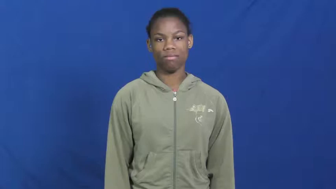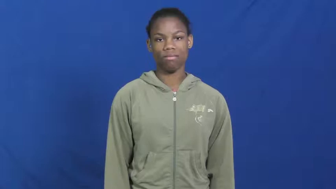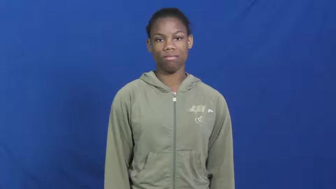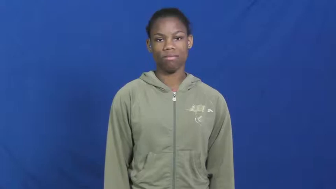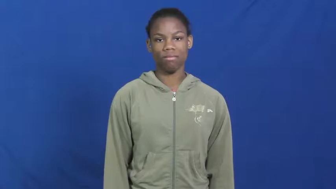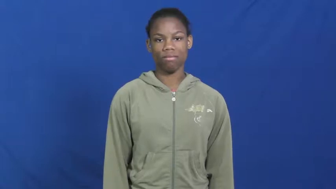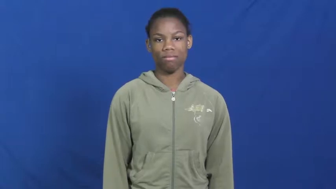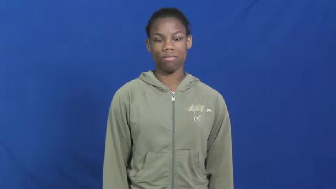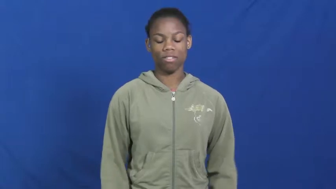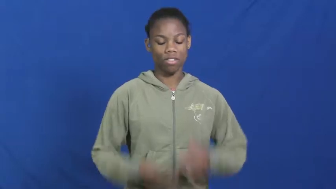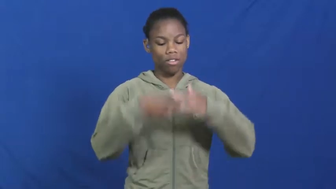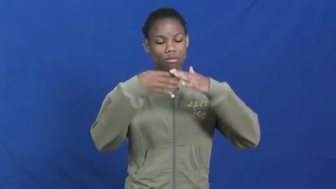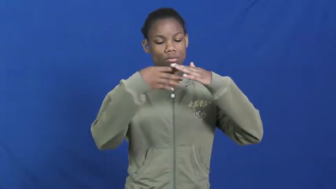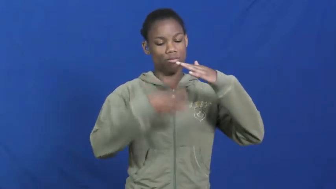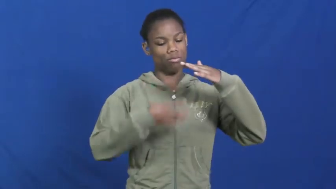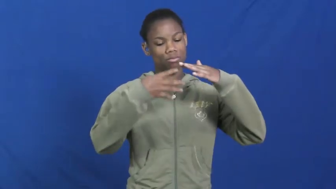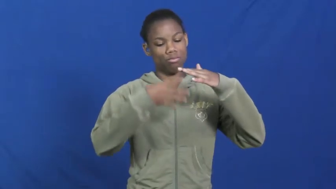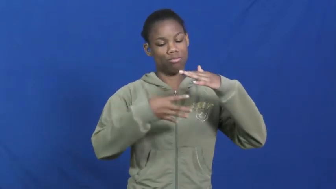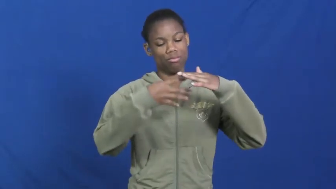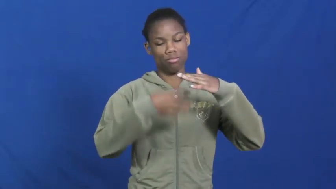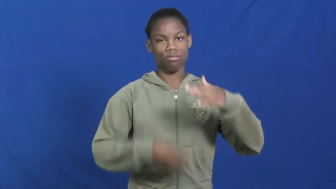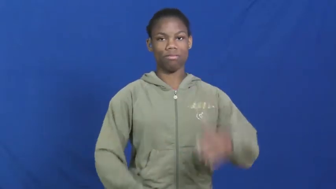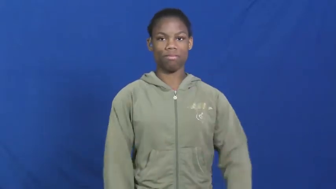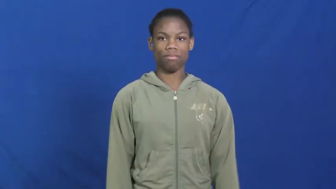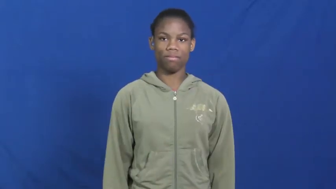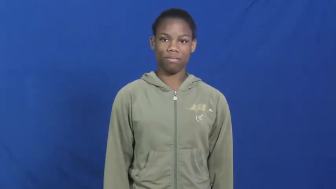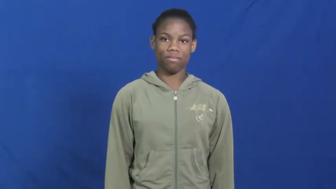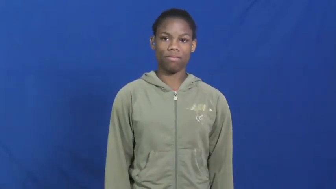leak,leaky,exudate